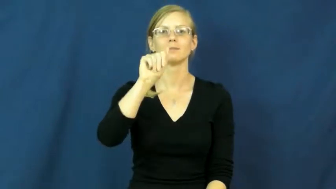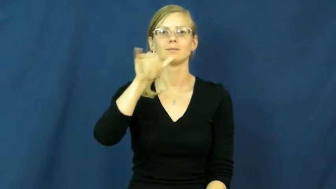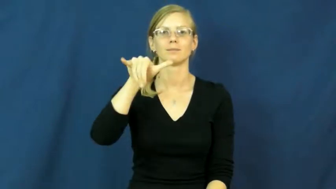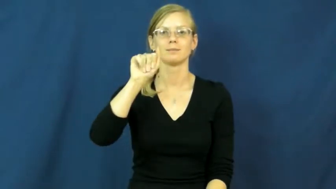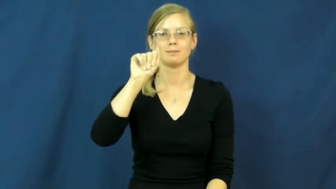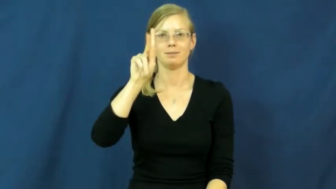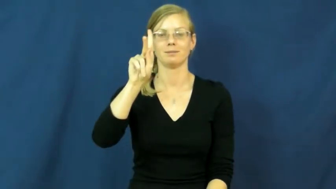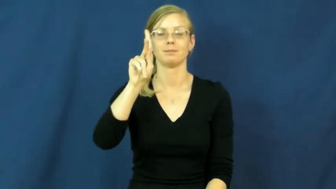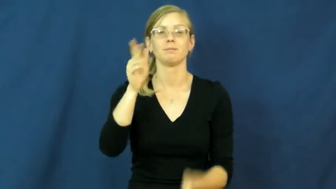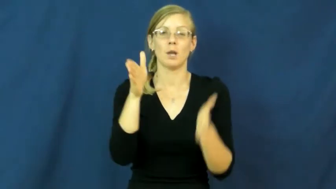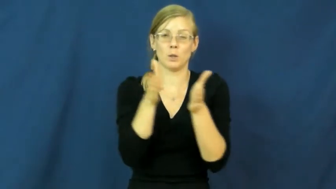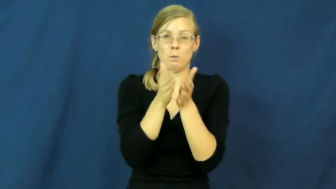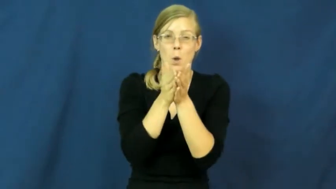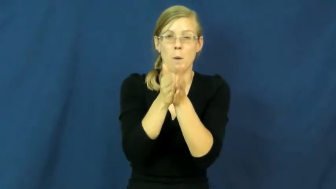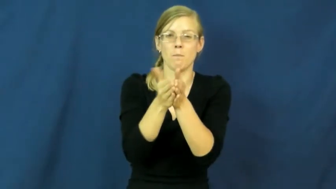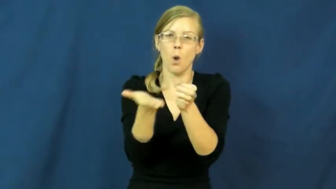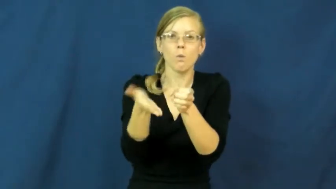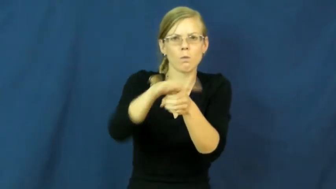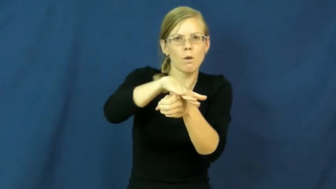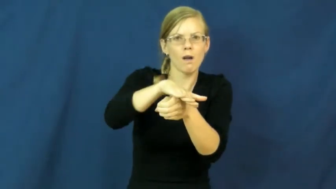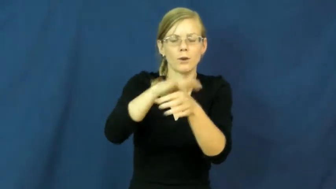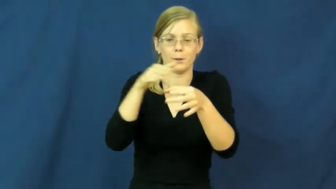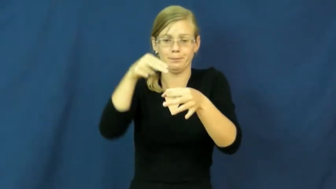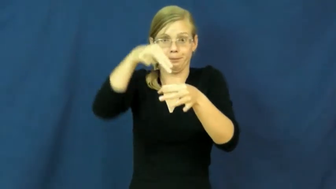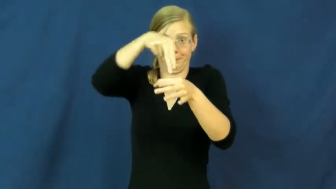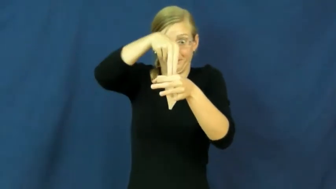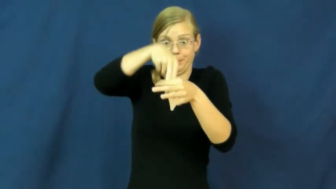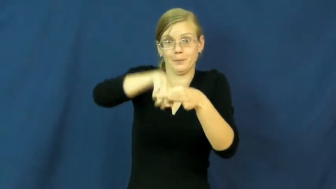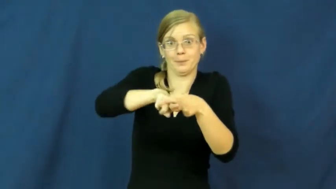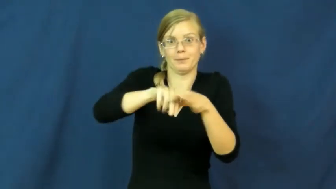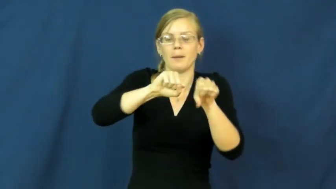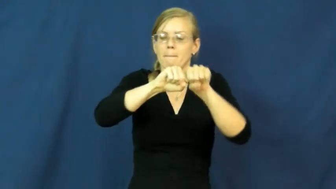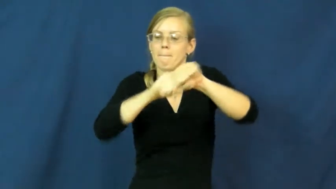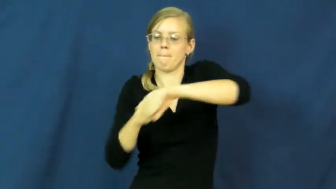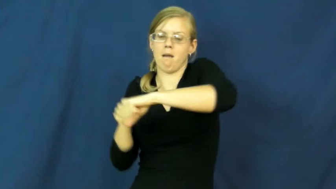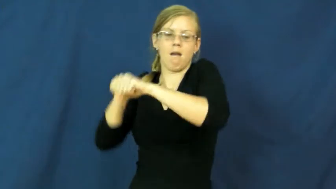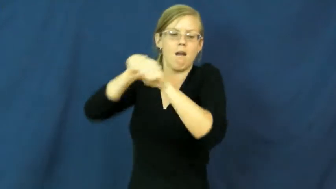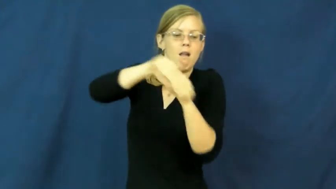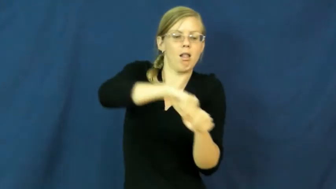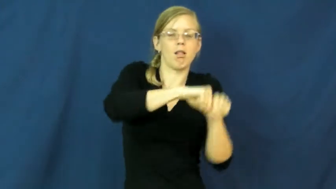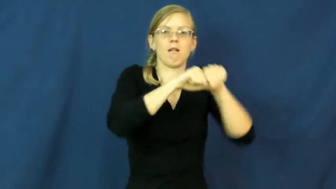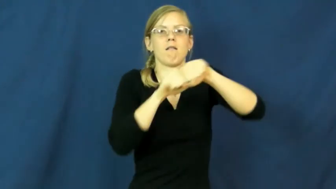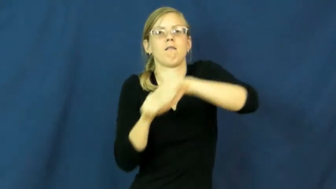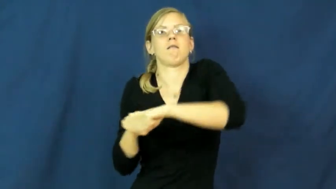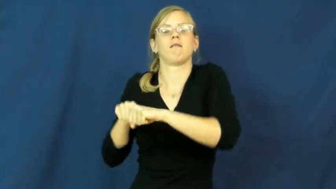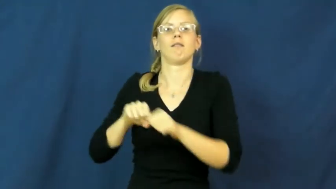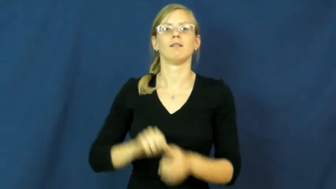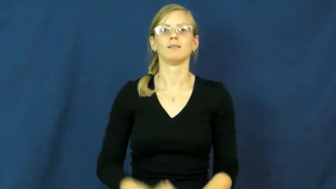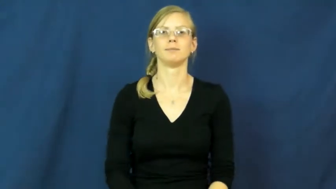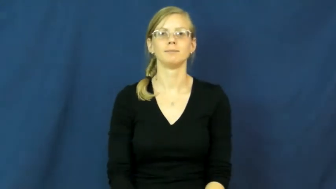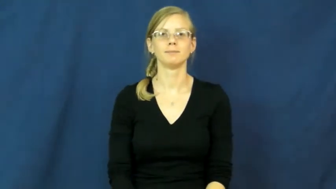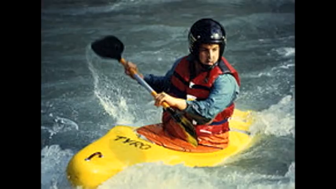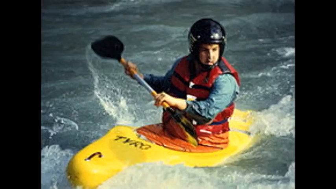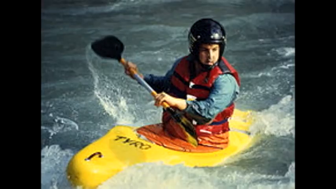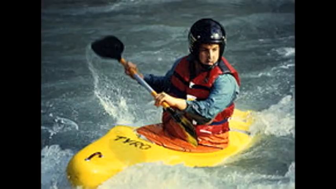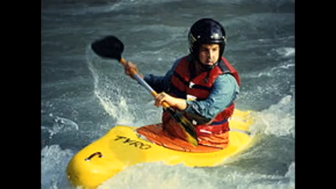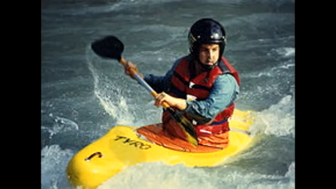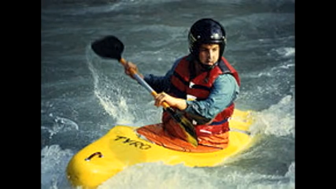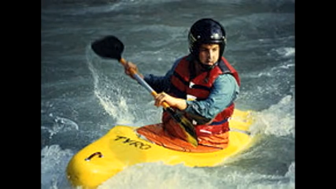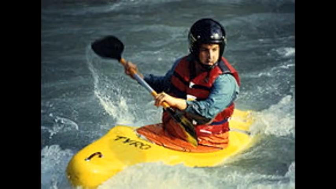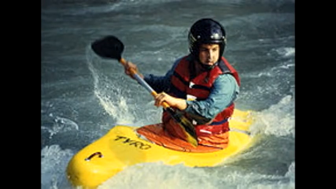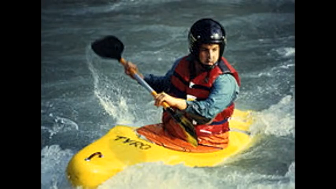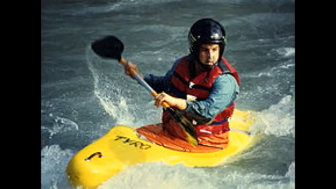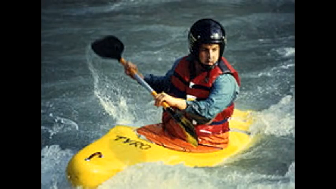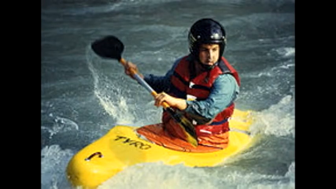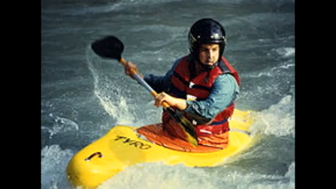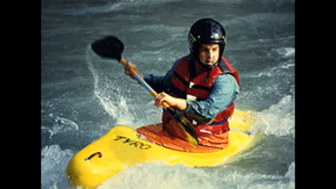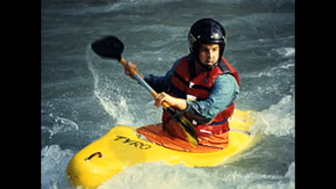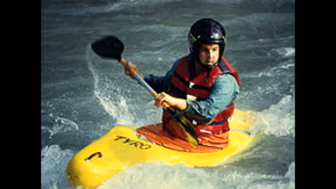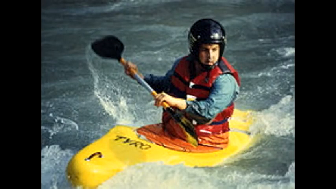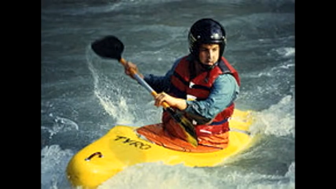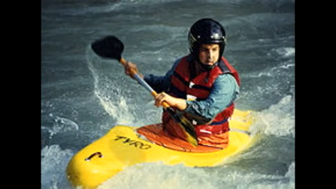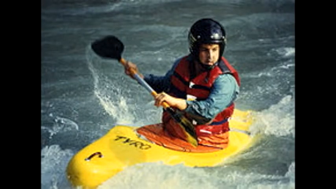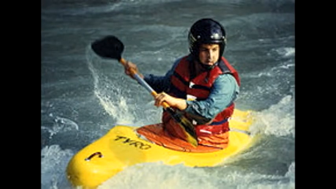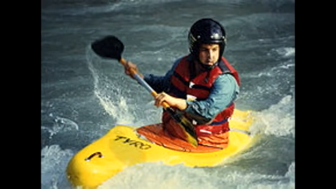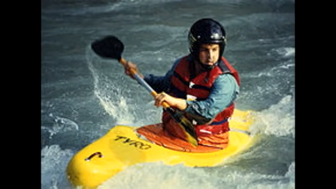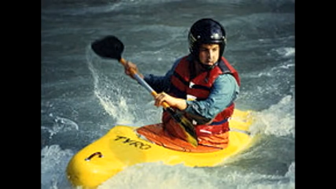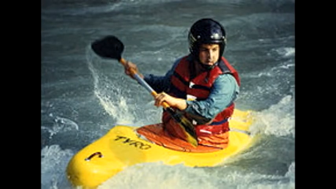kayak